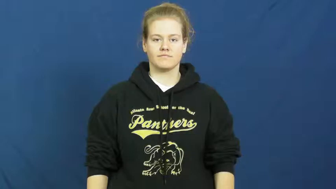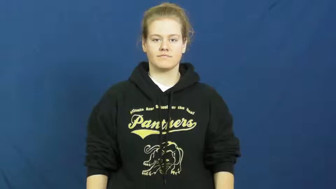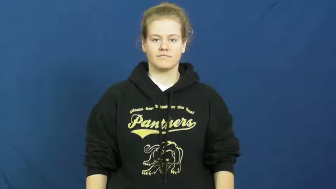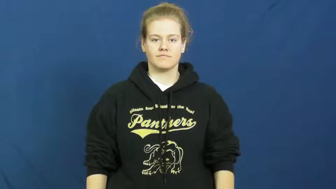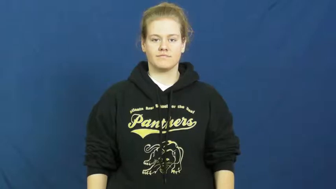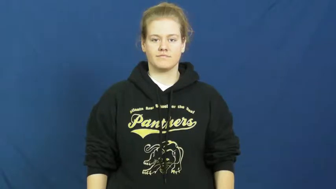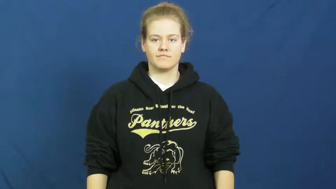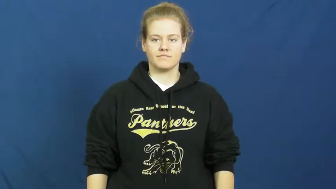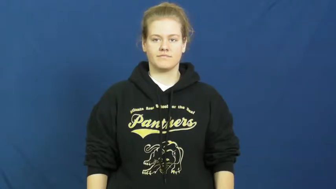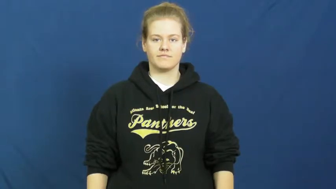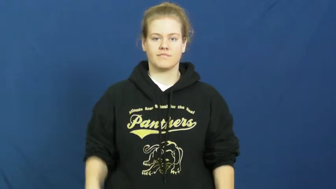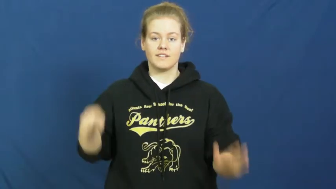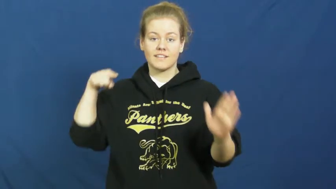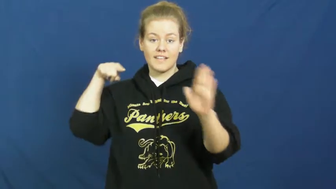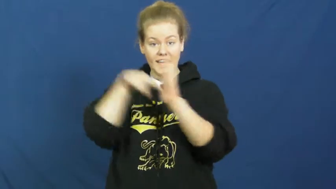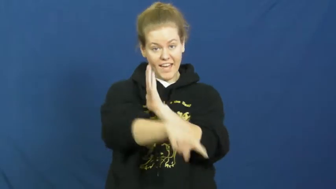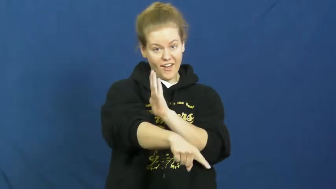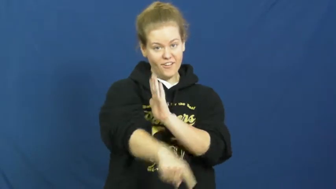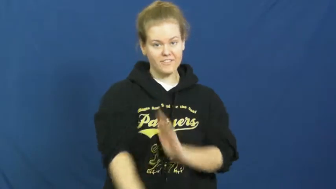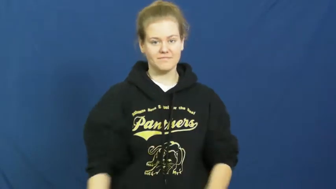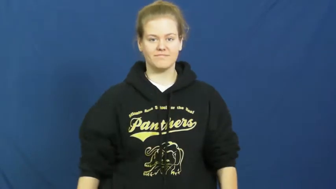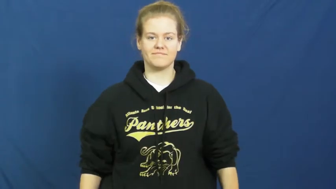take out,do away with,kill off,knock off